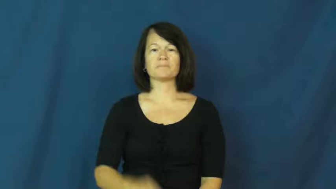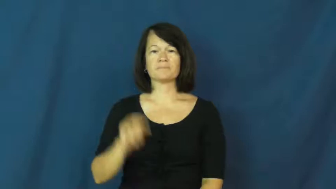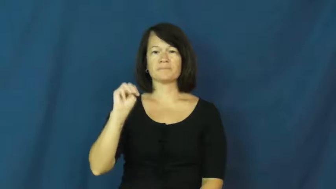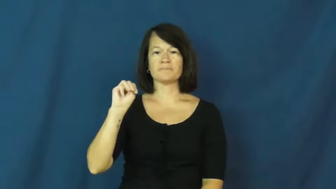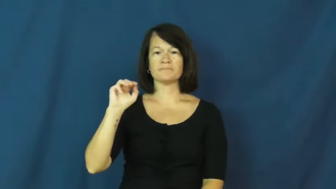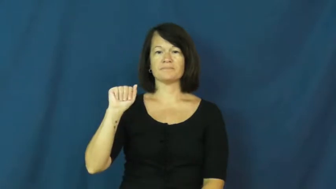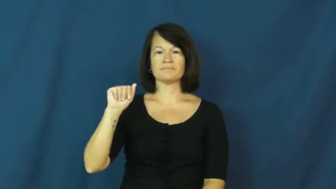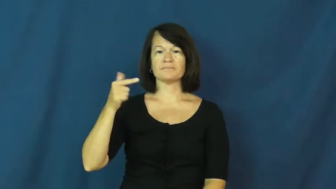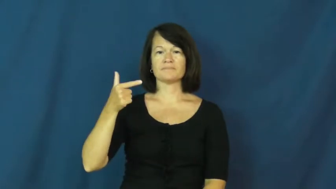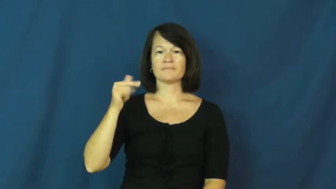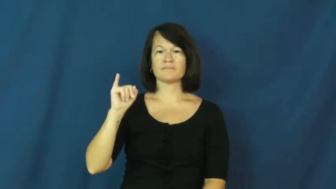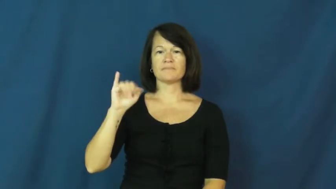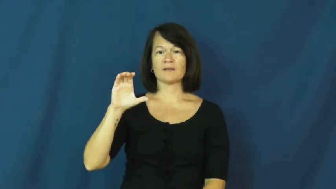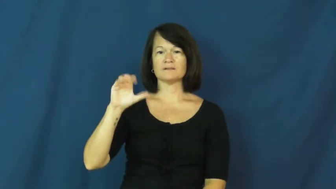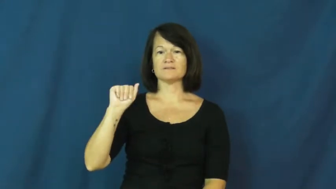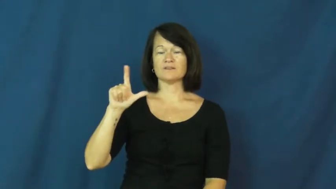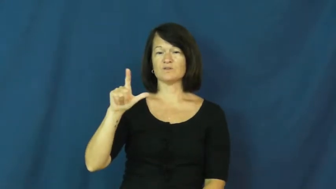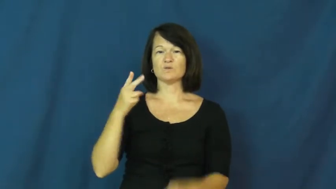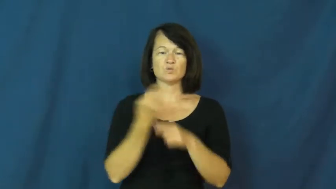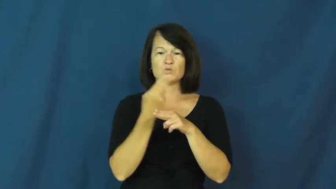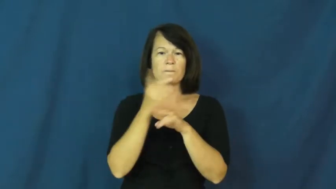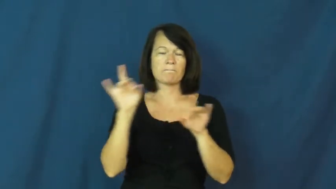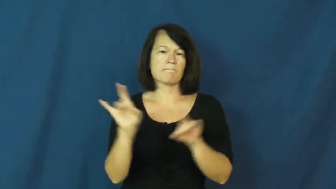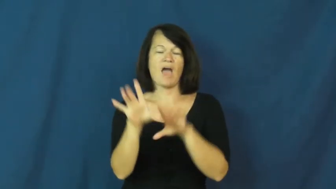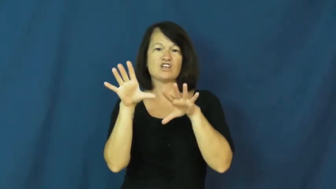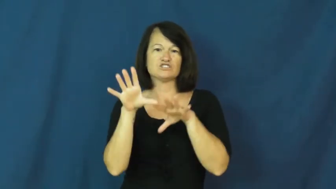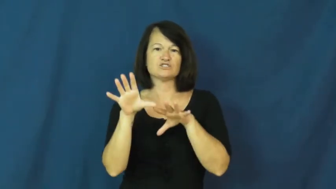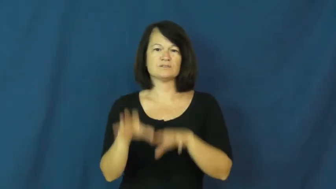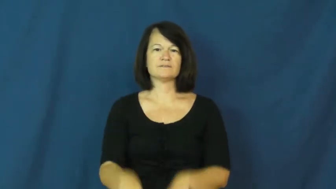magical